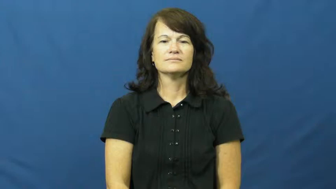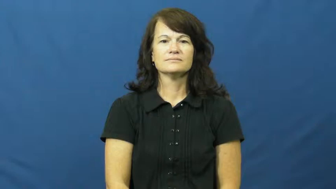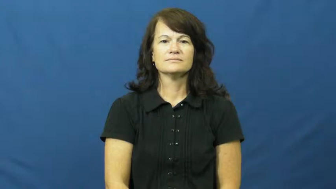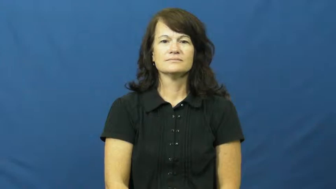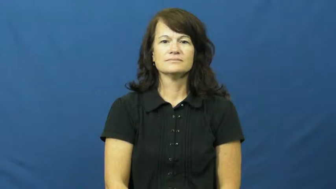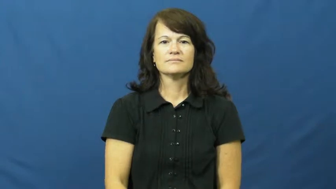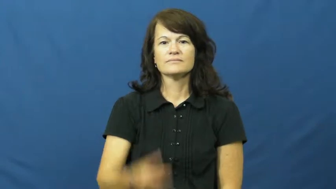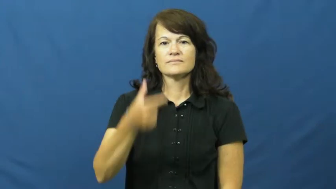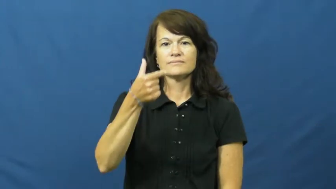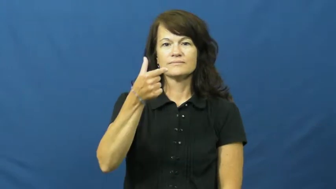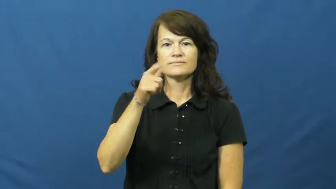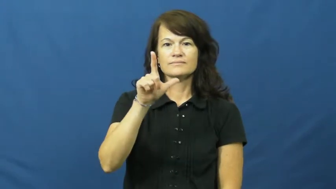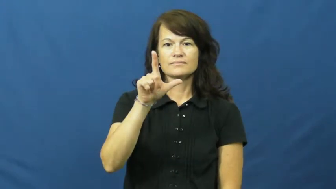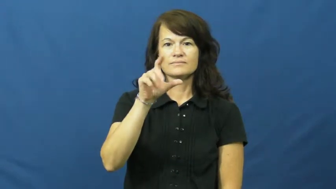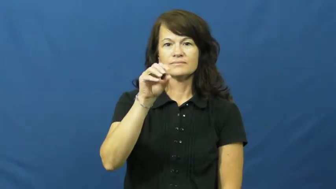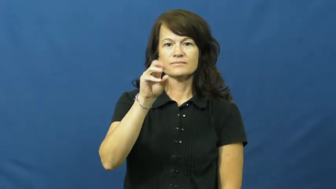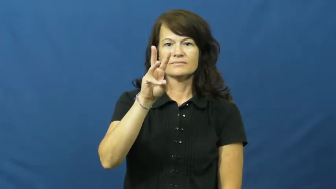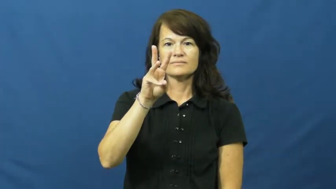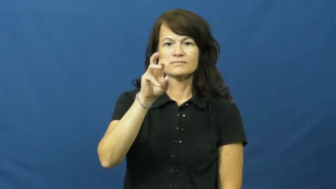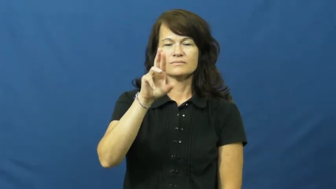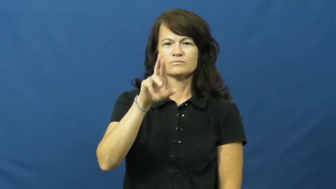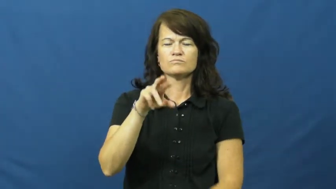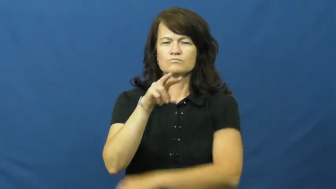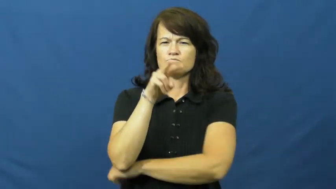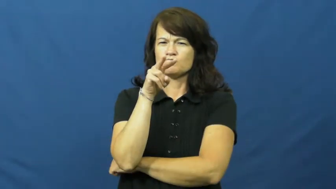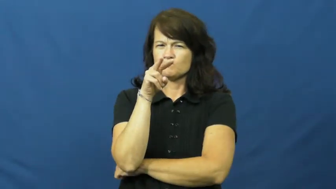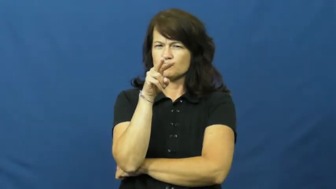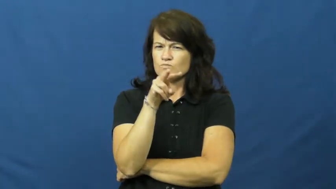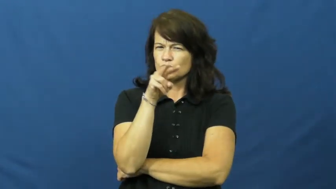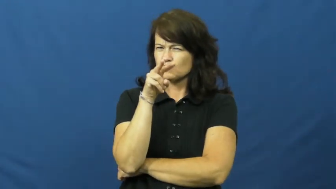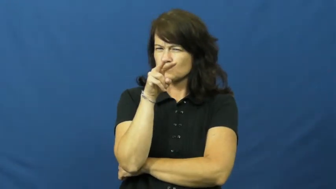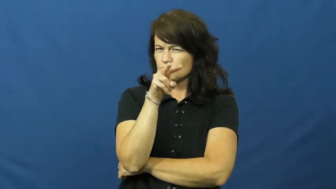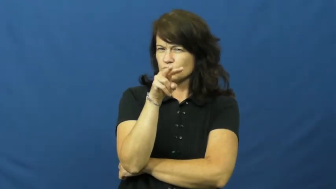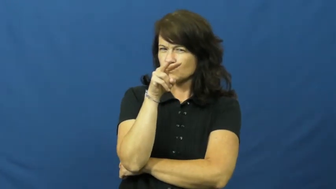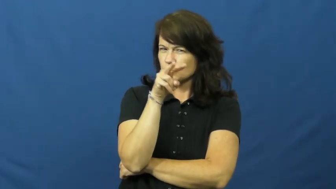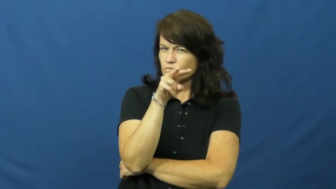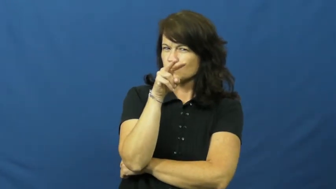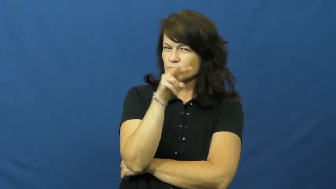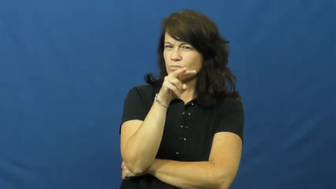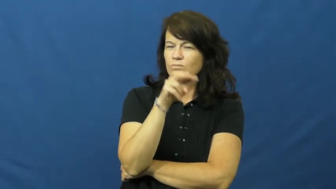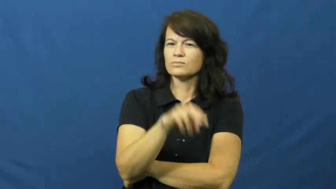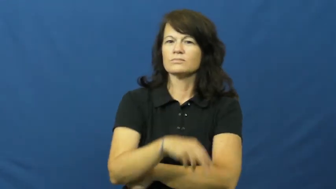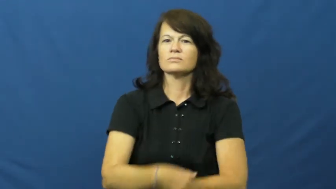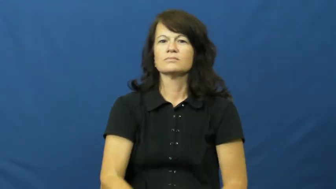glower,lower